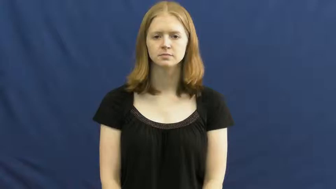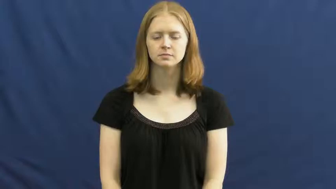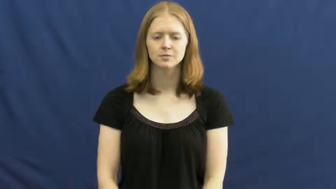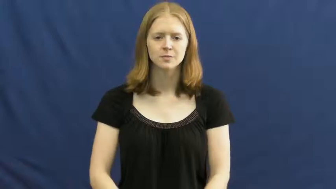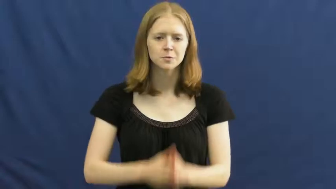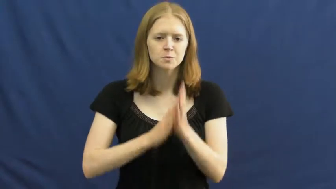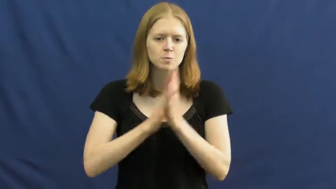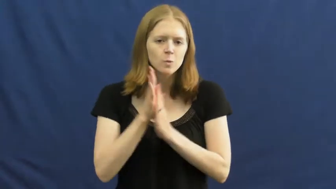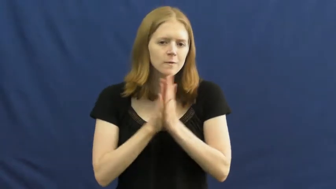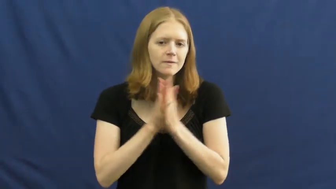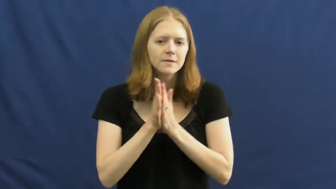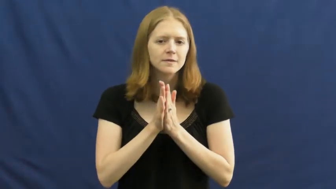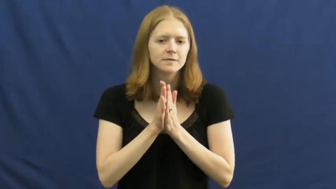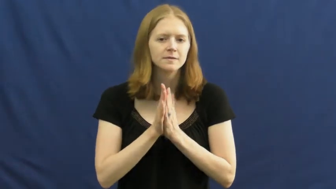motivate